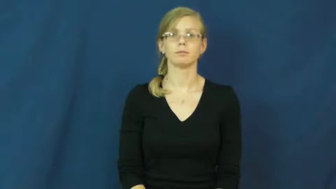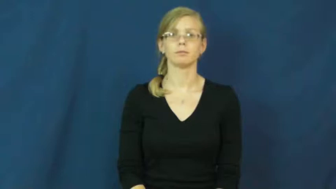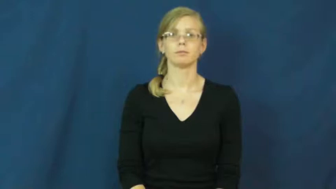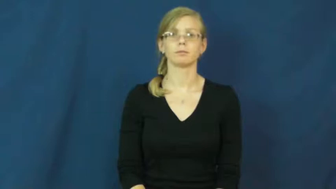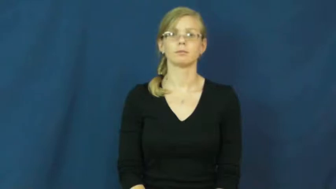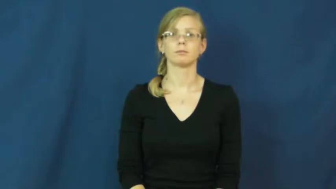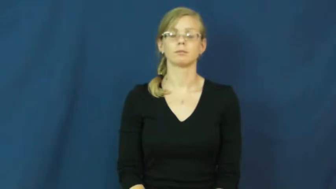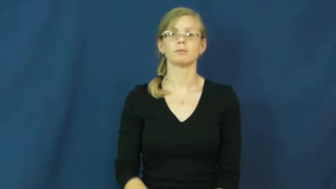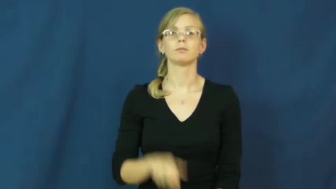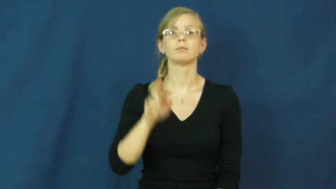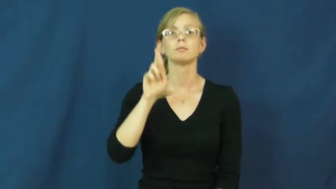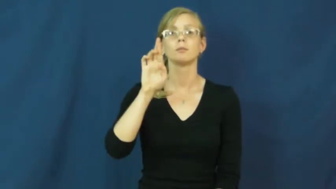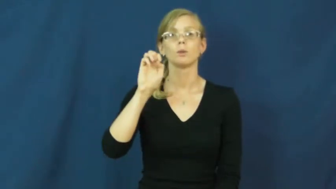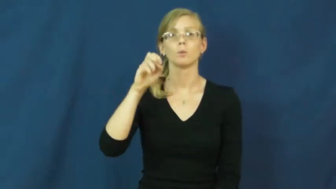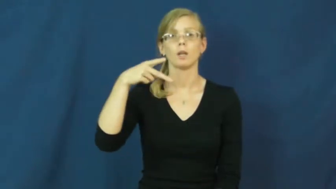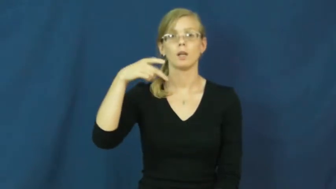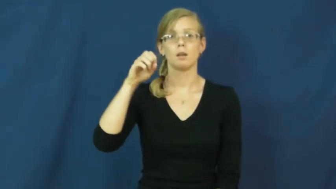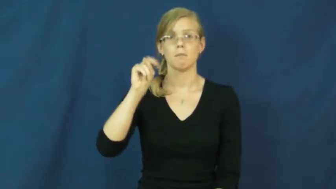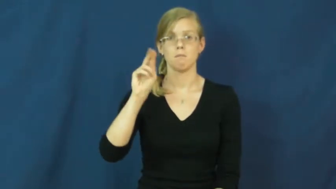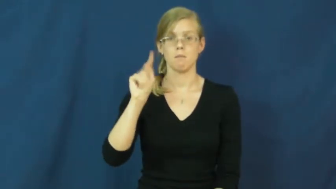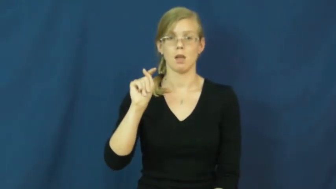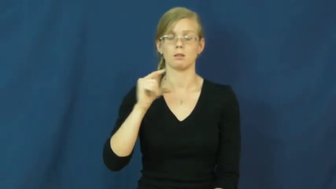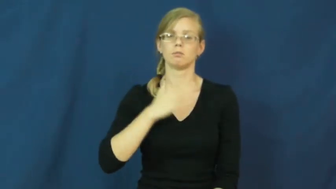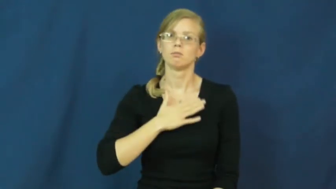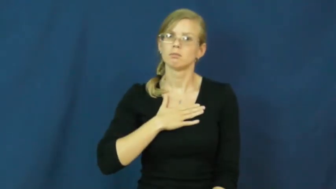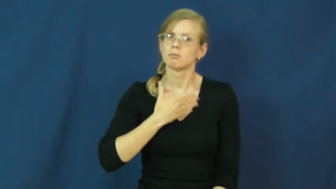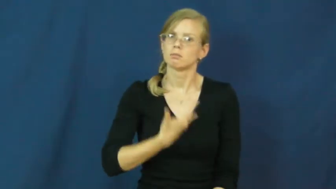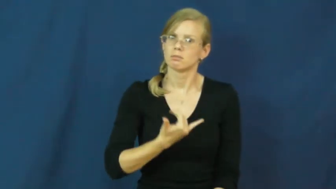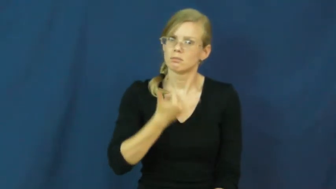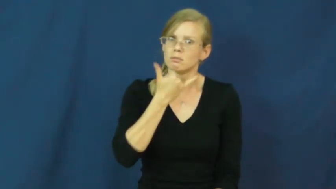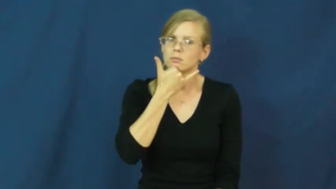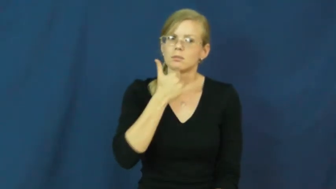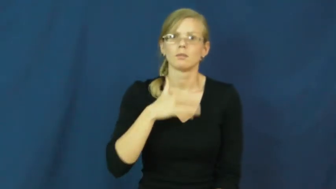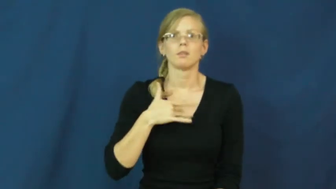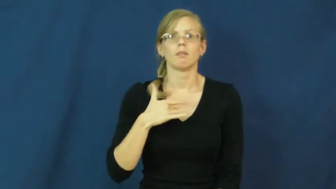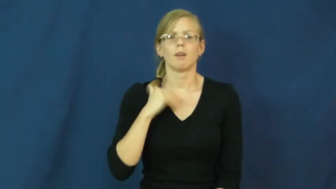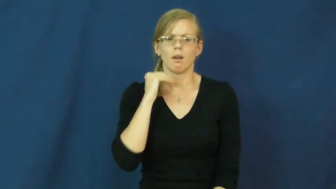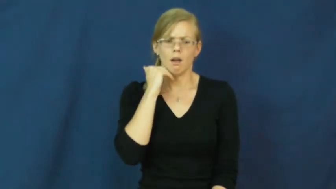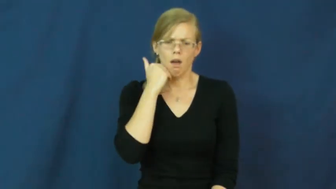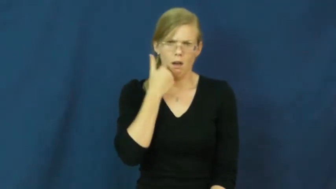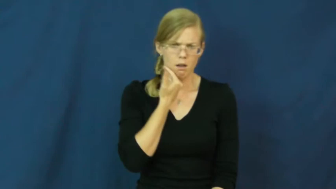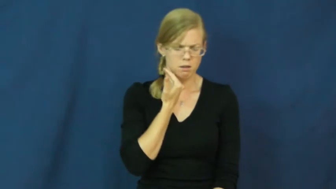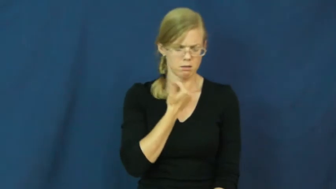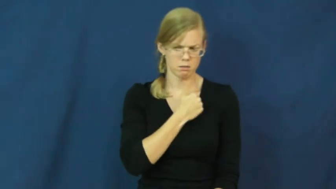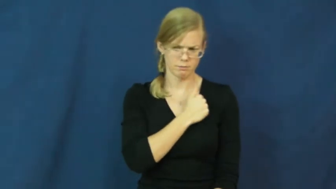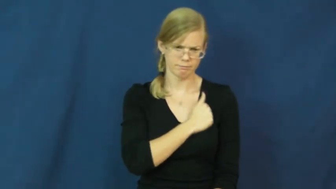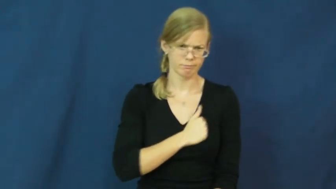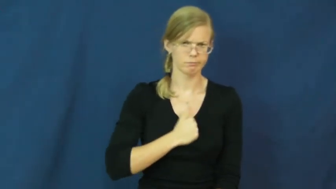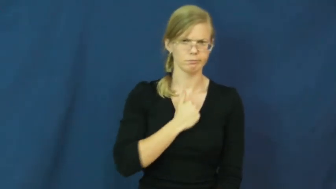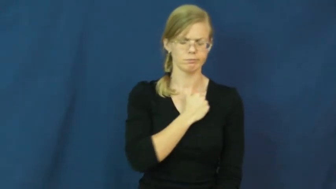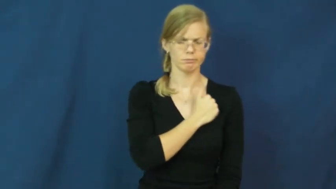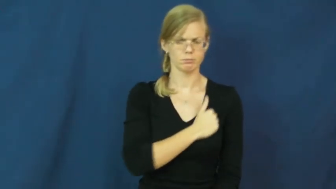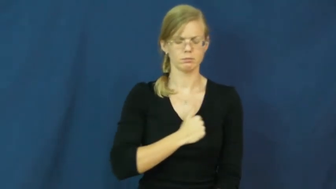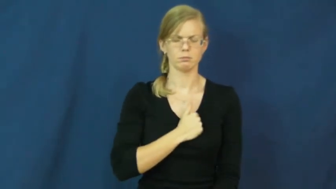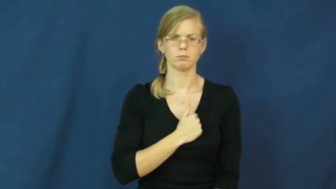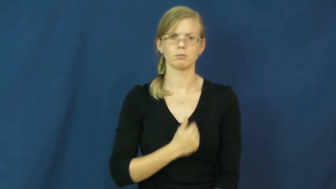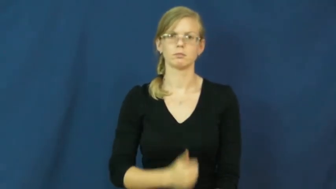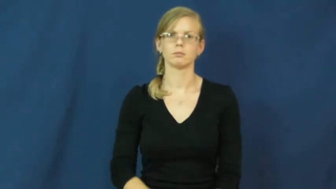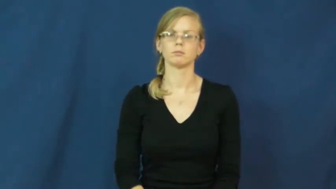repent